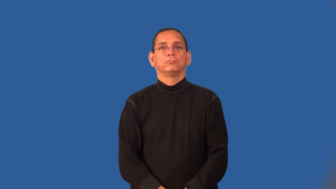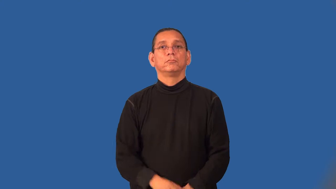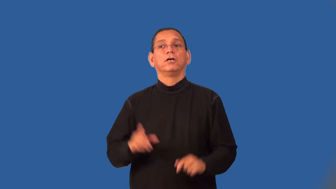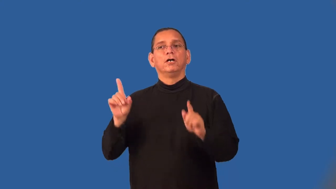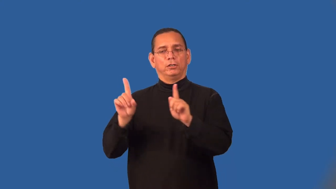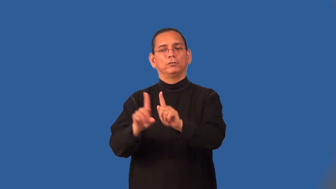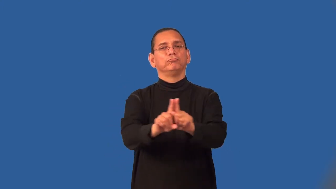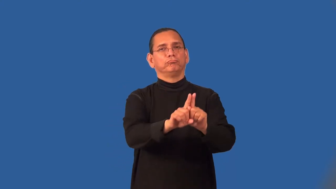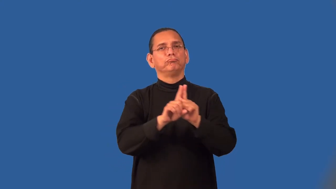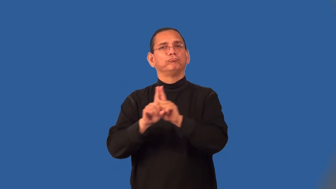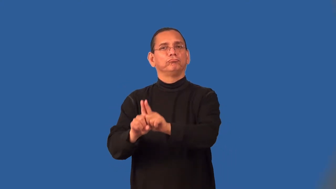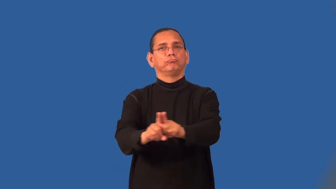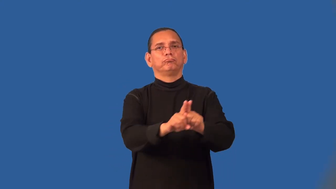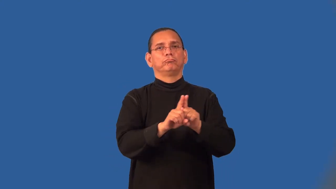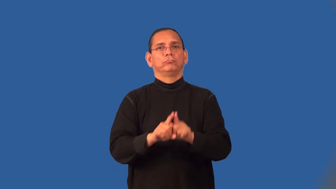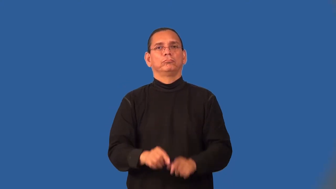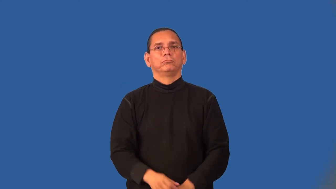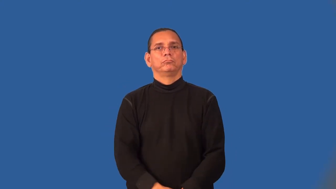sidekick